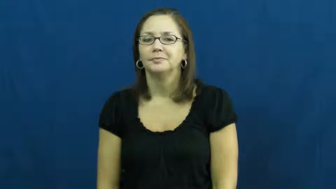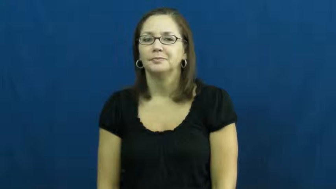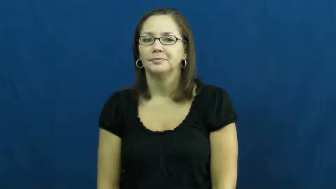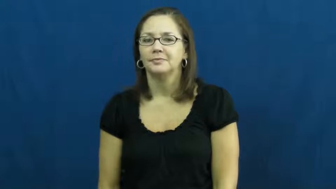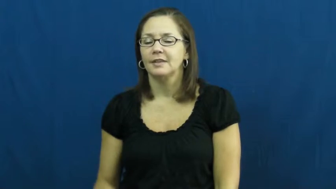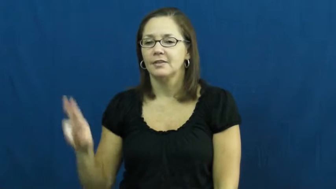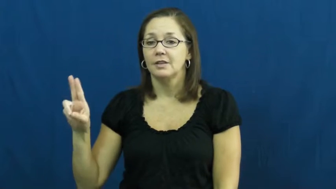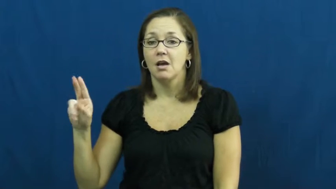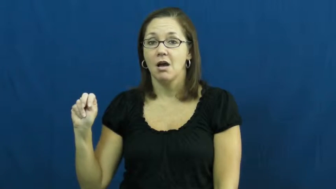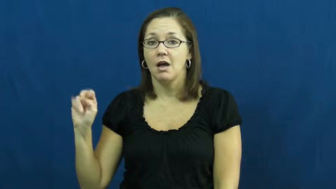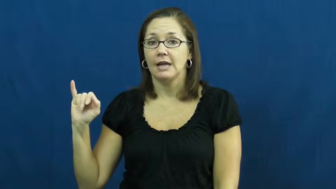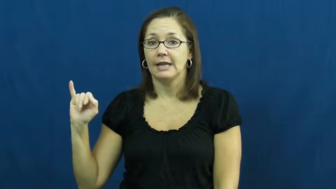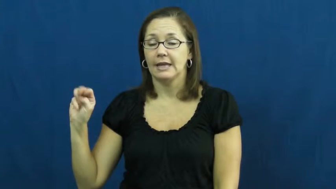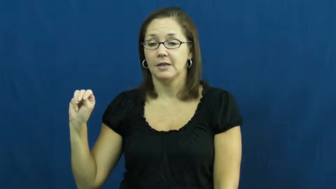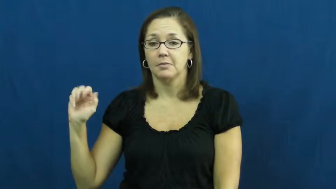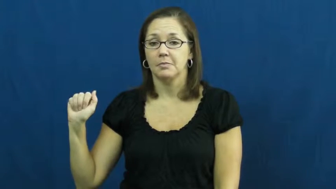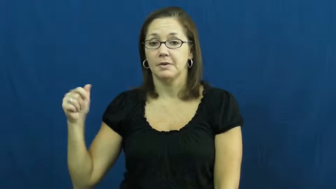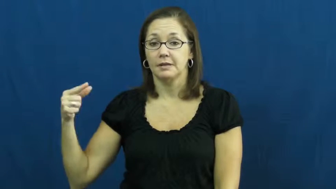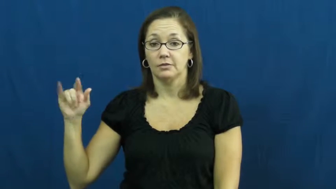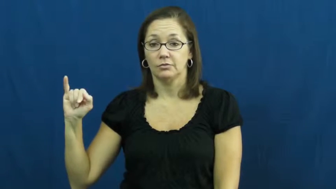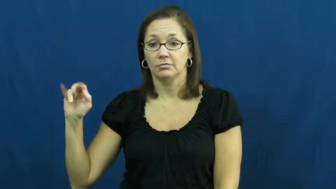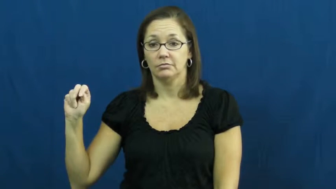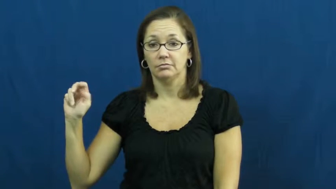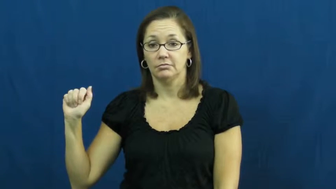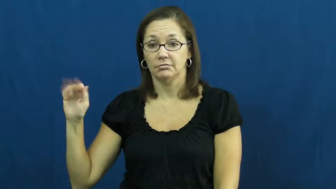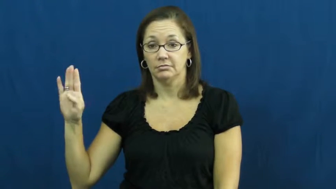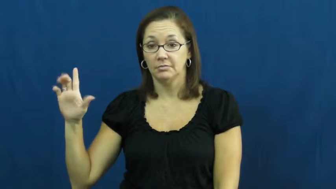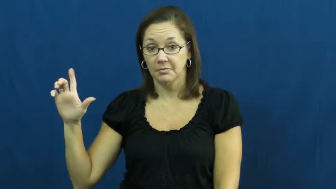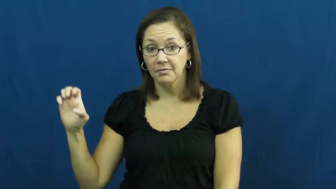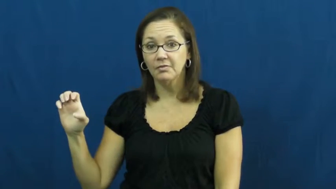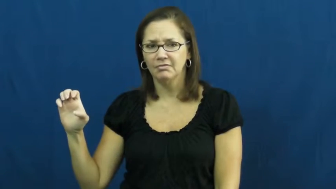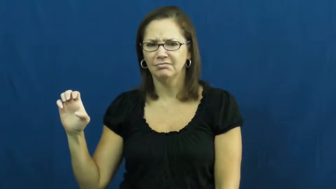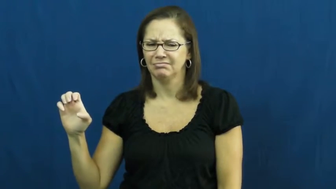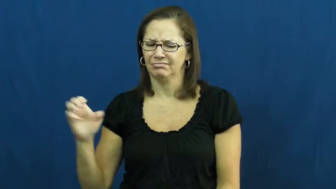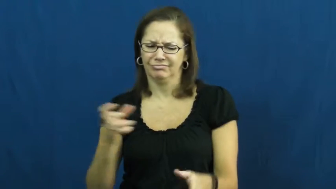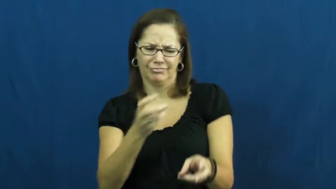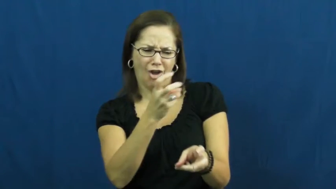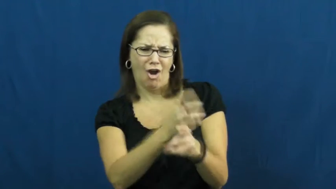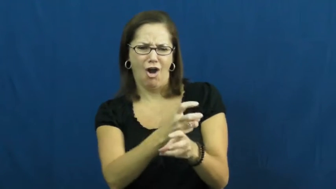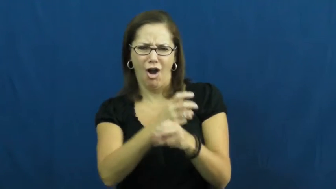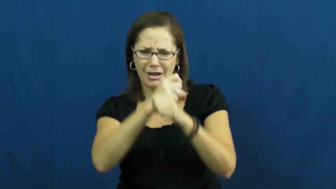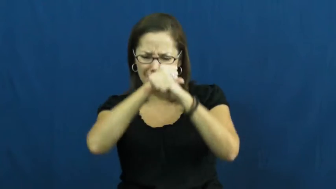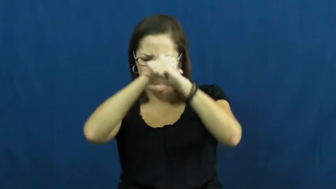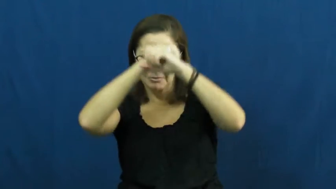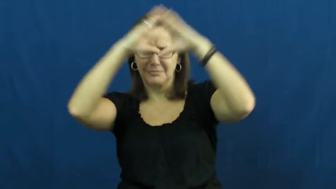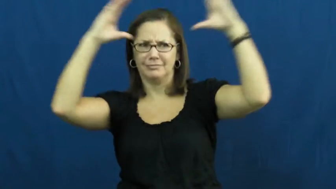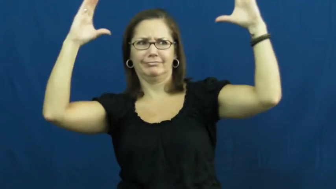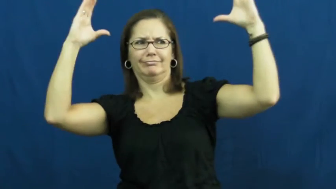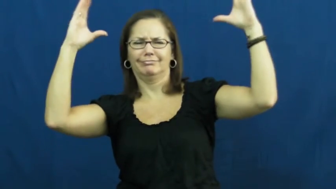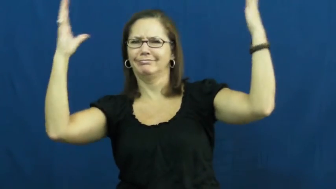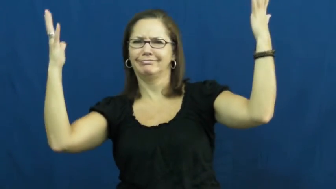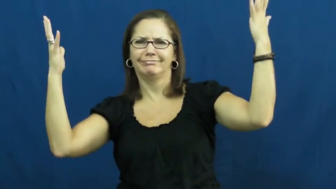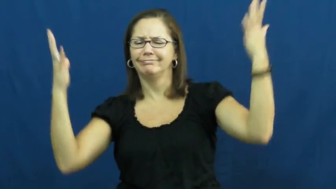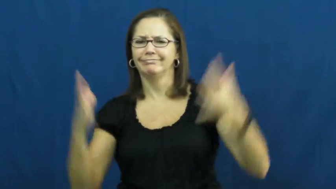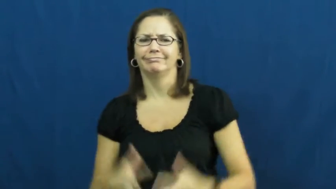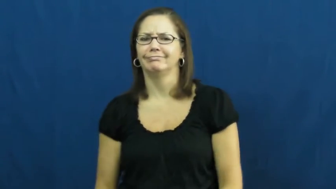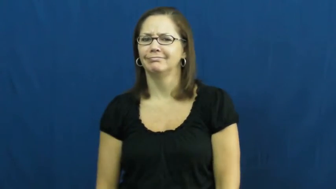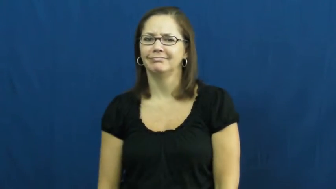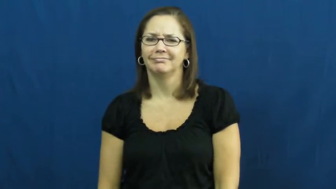unimaginable